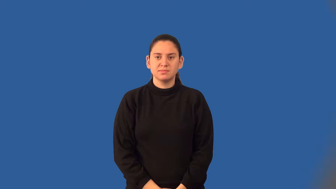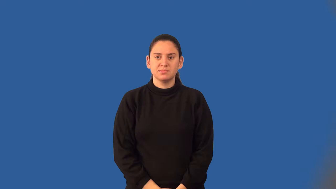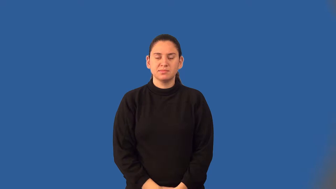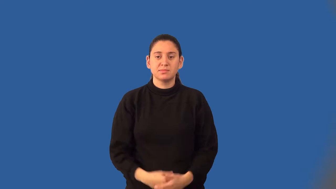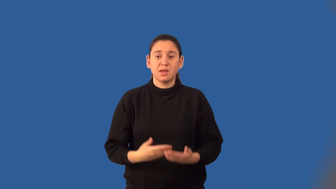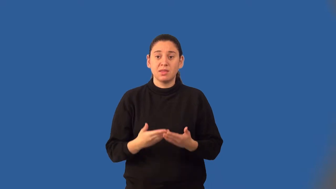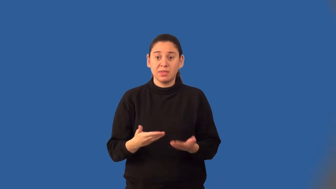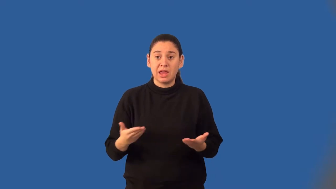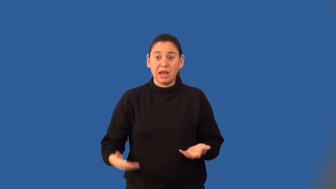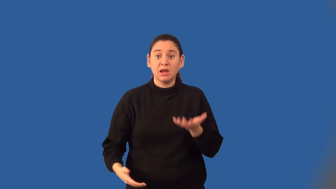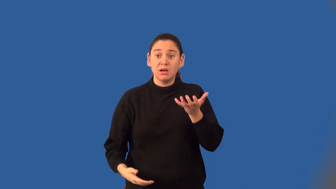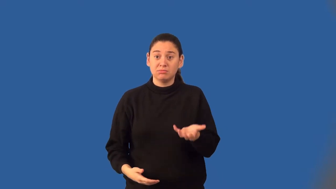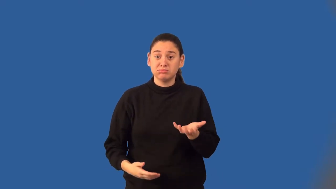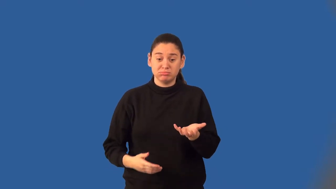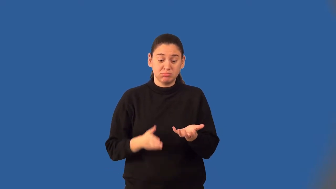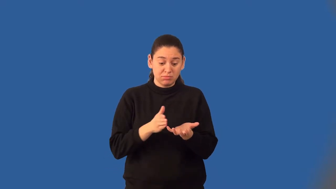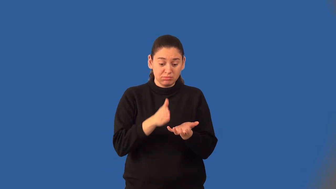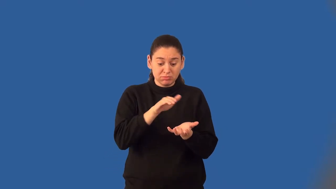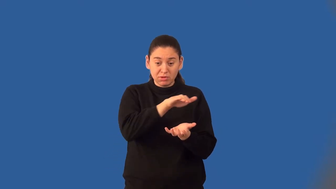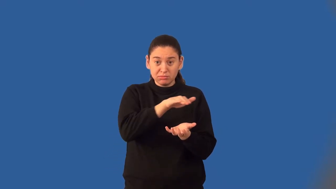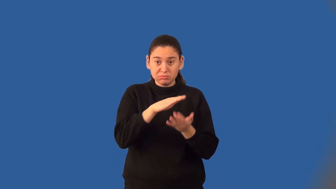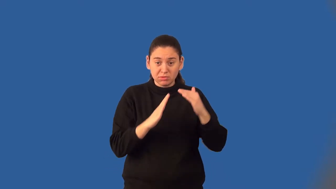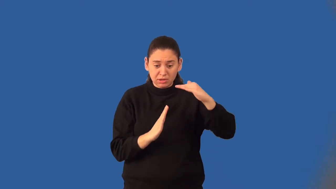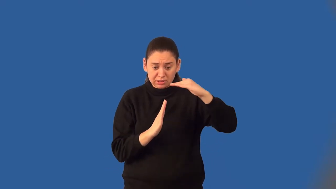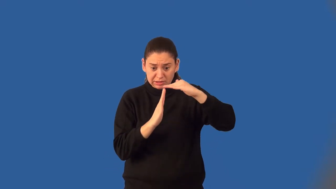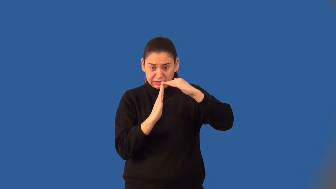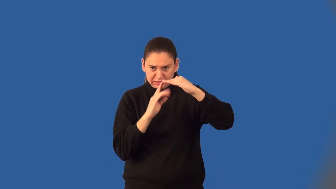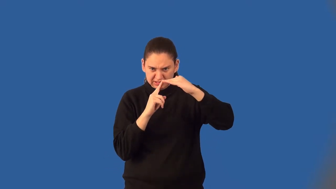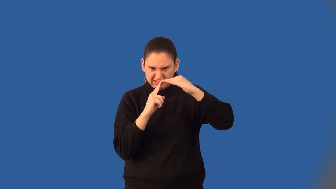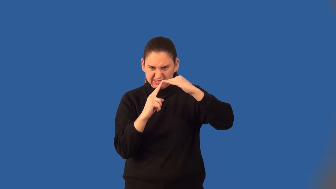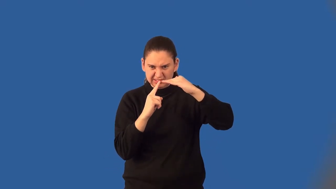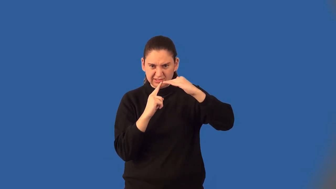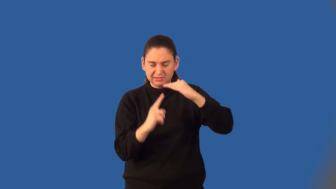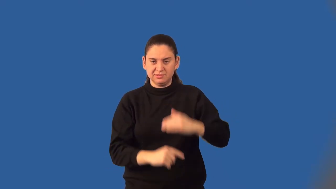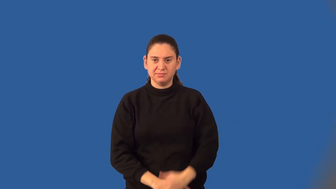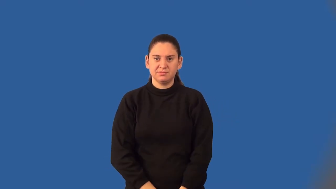lateral edge